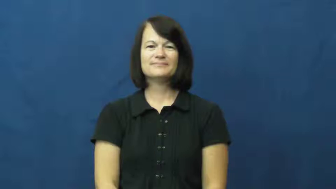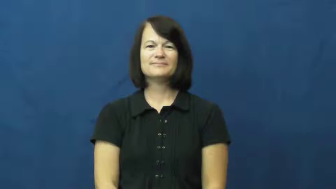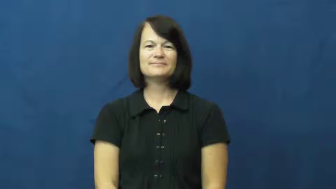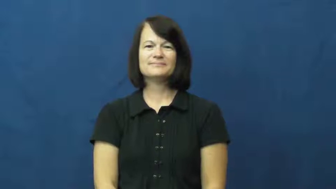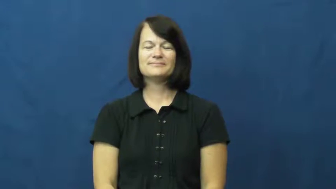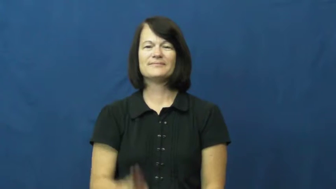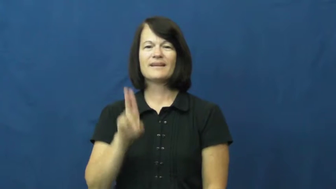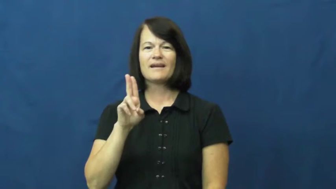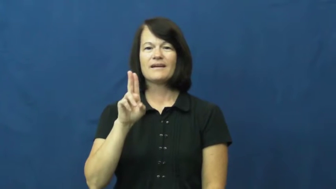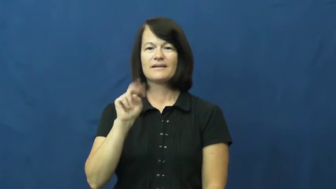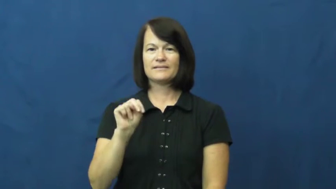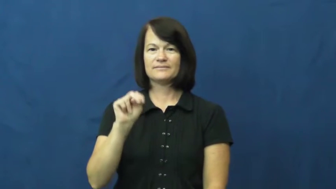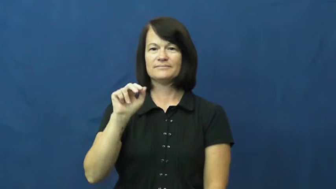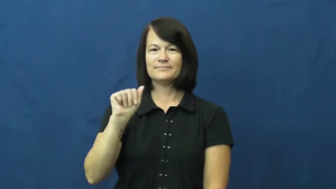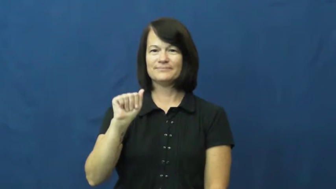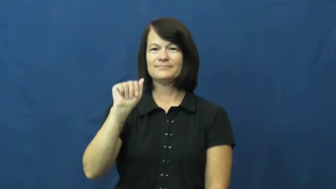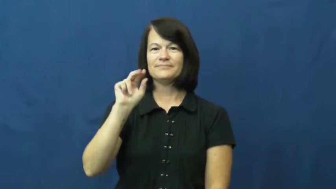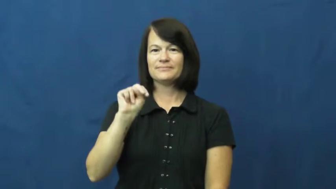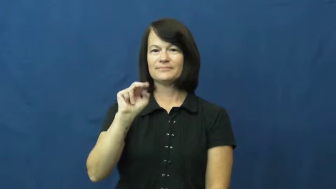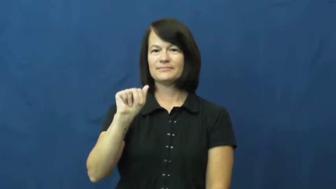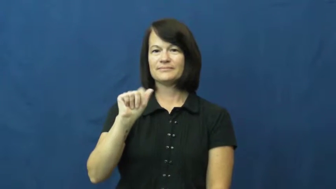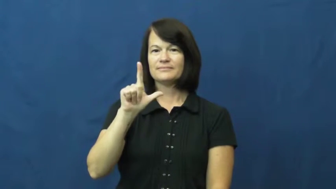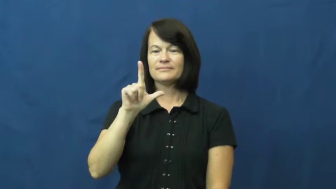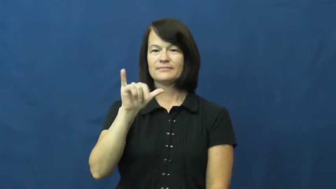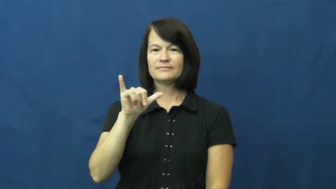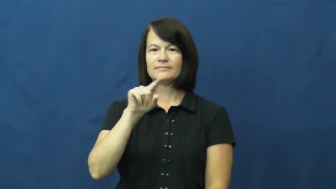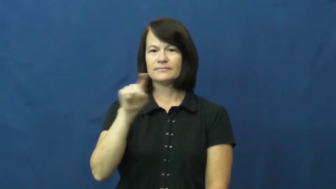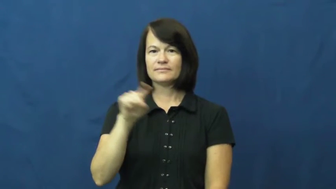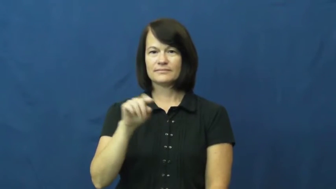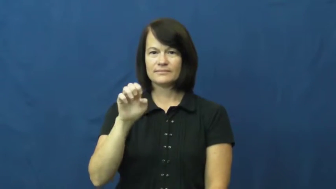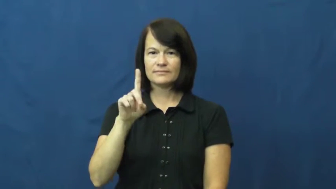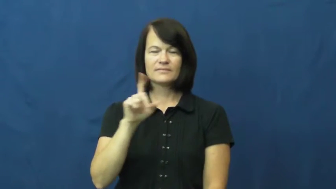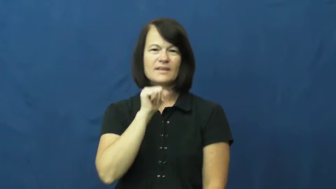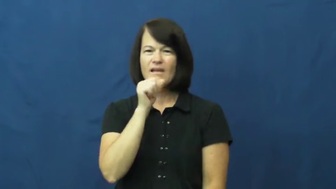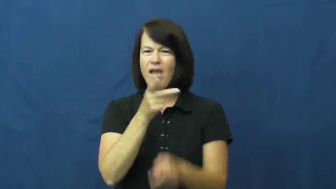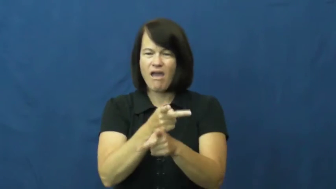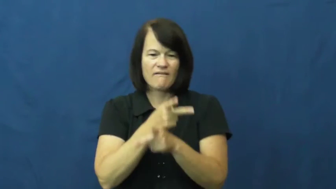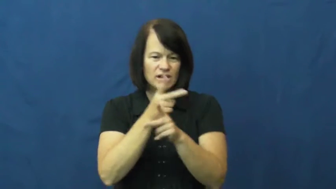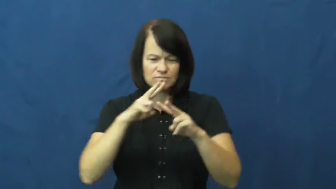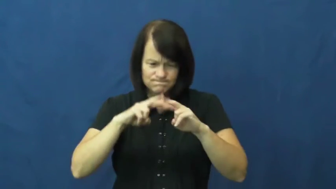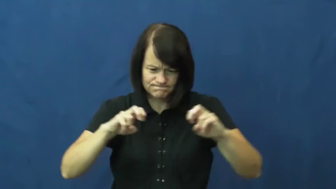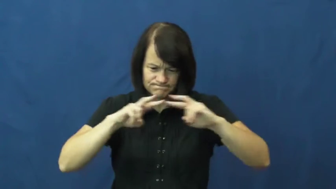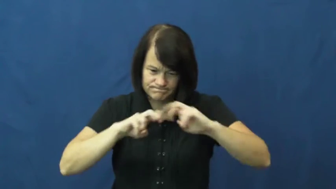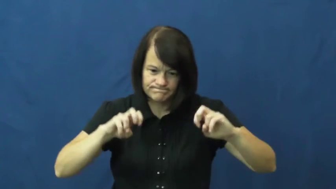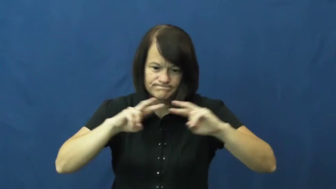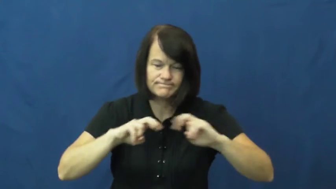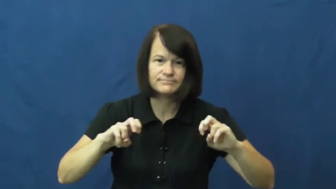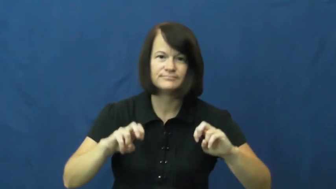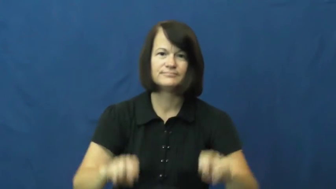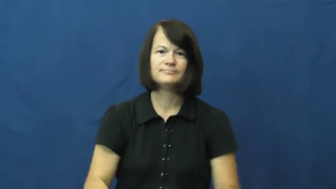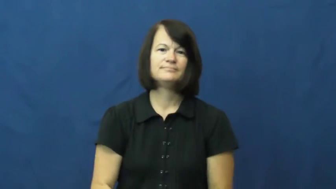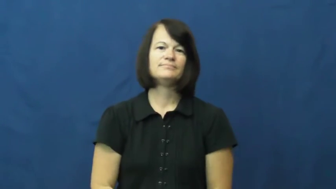unanalyzed